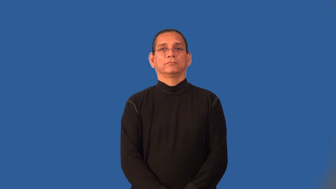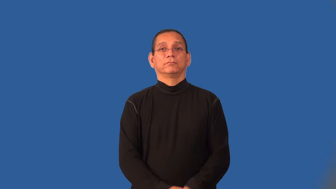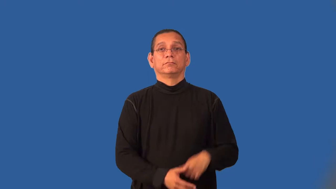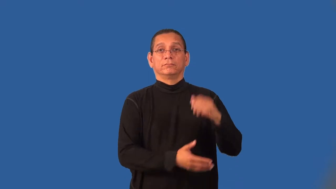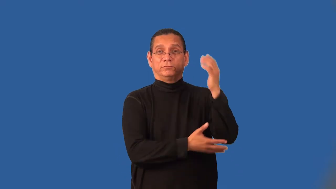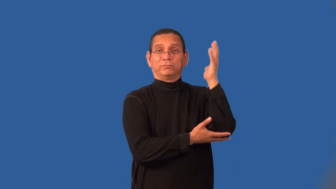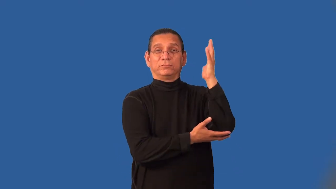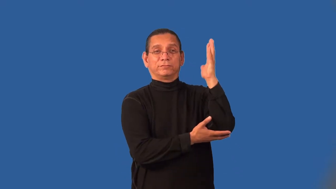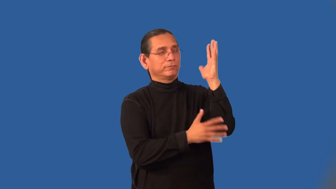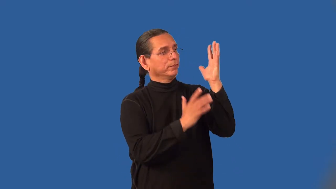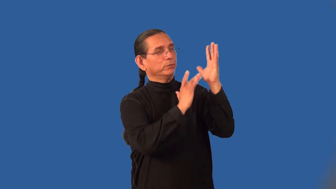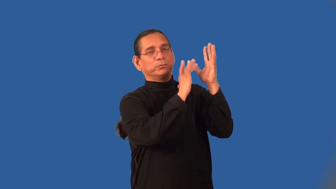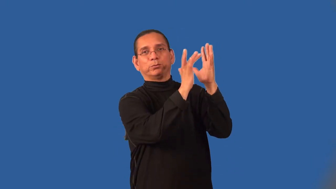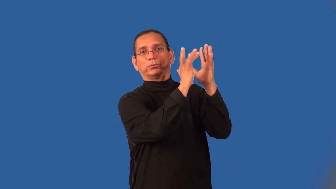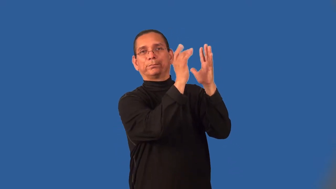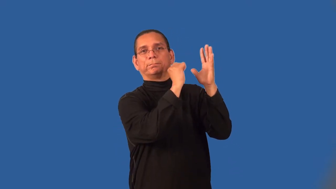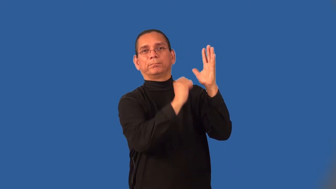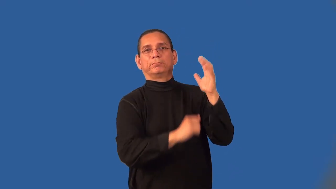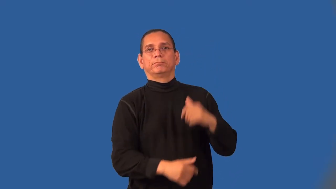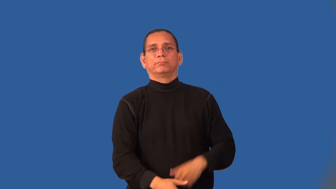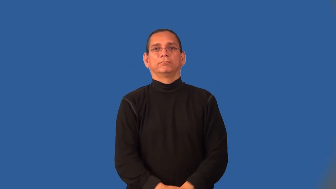leafless